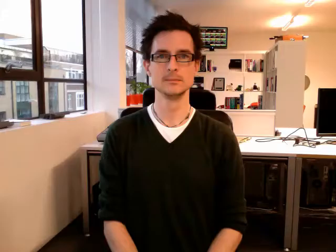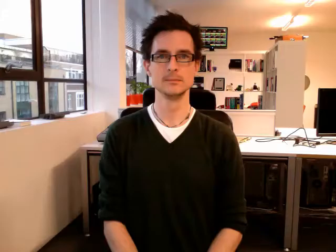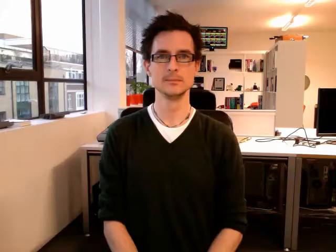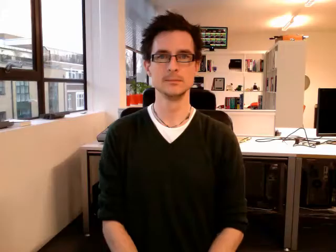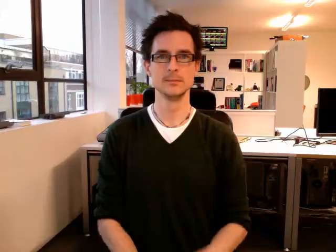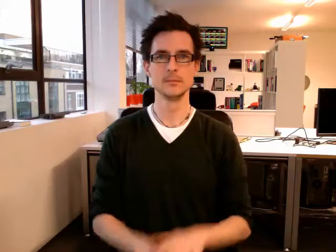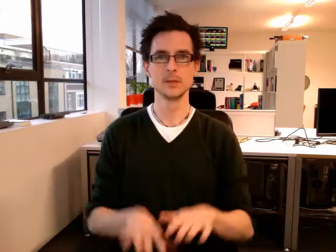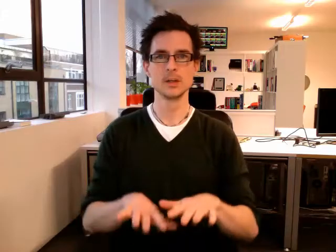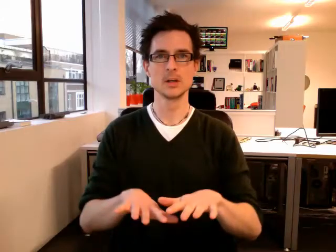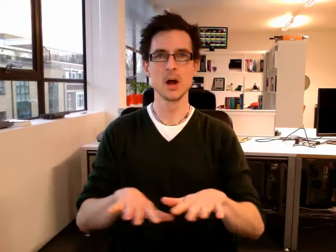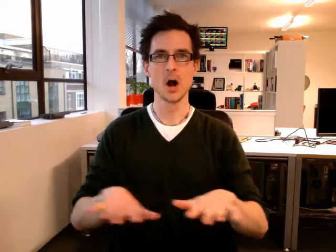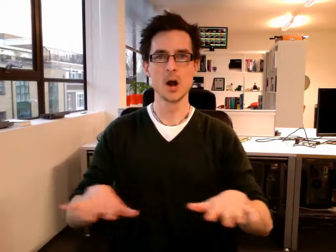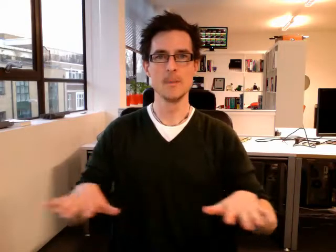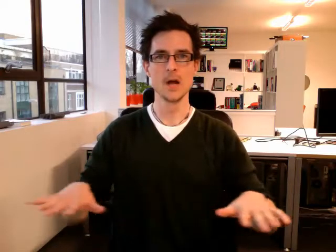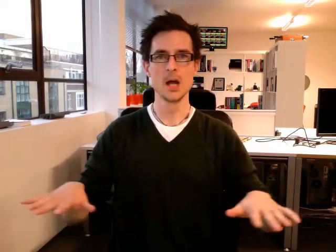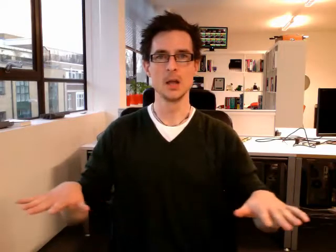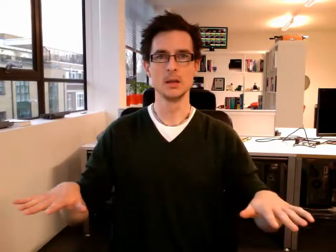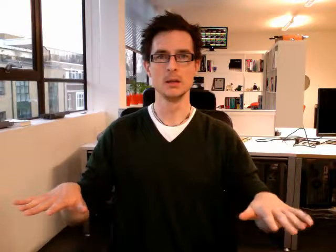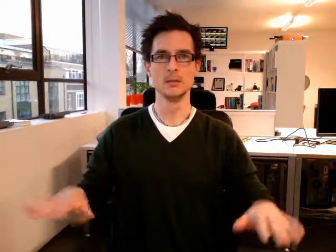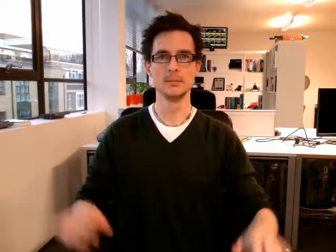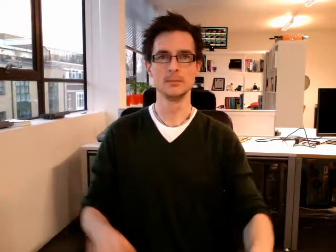carpet